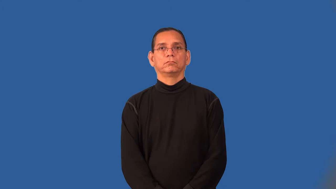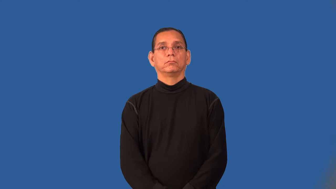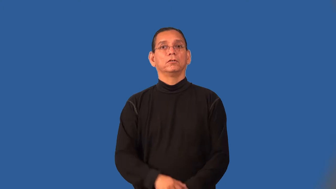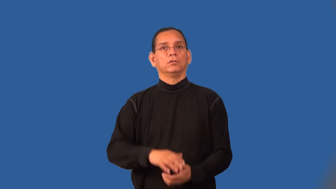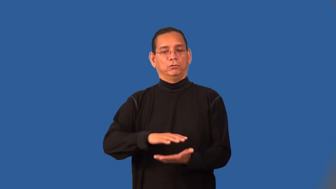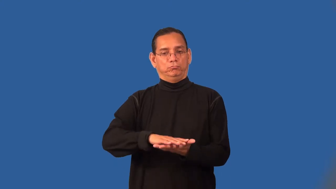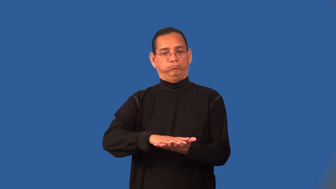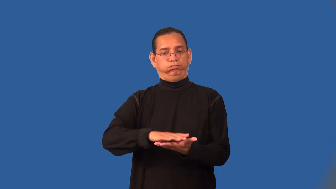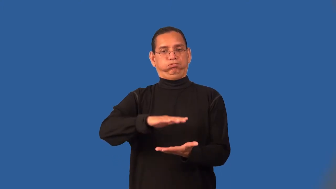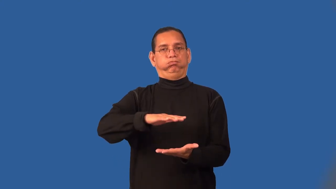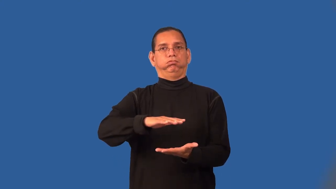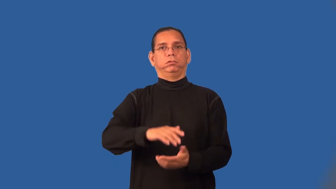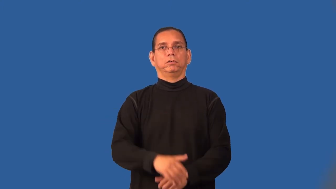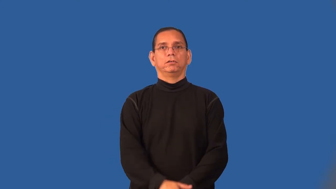rise-dough